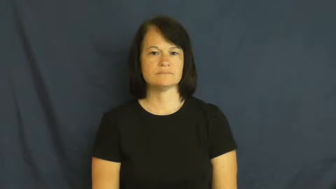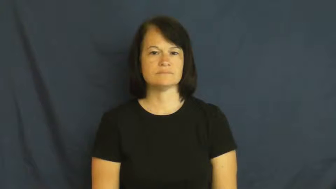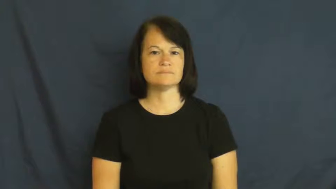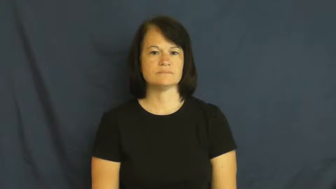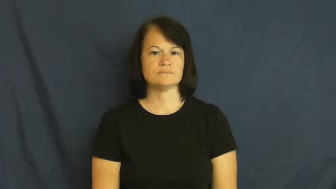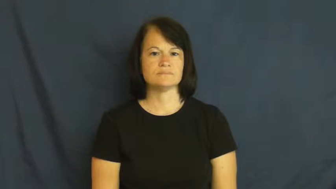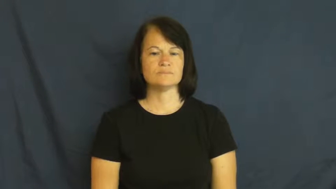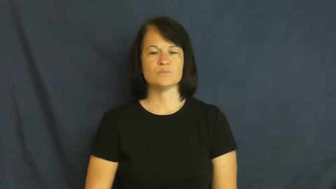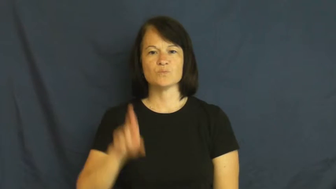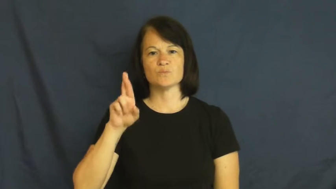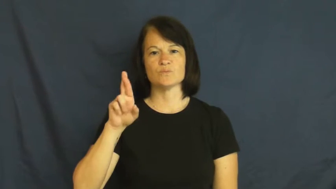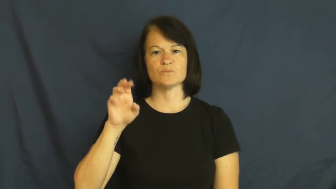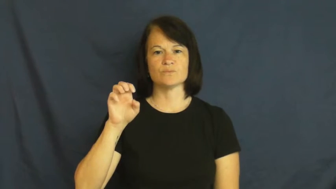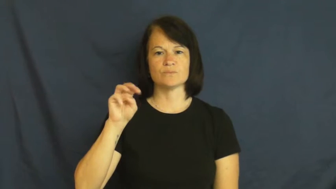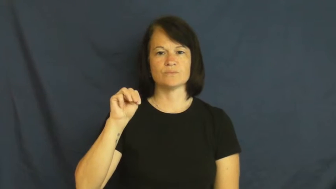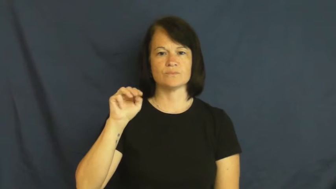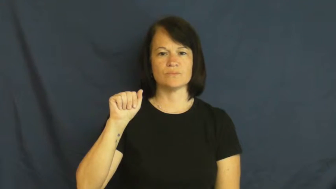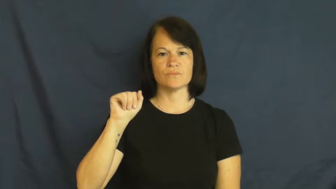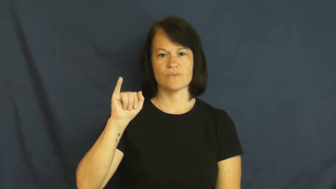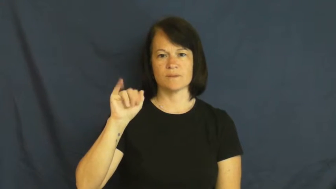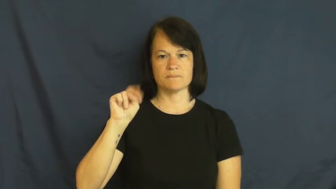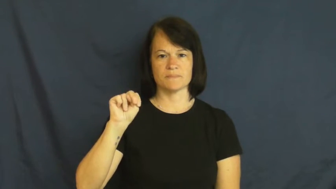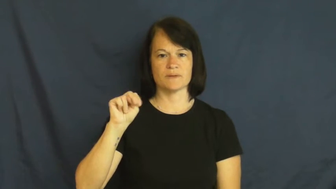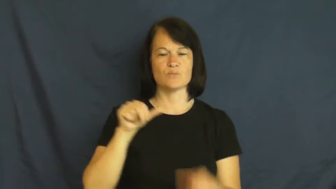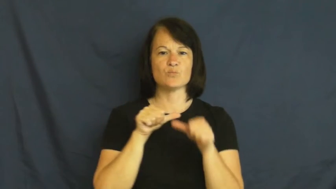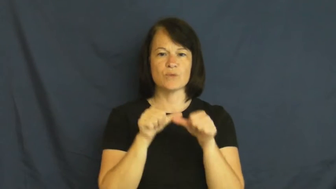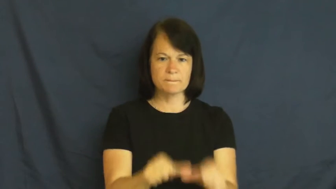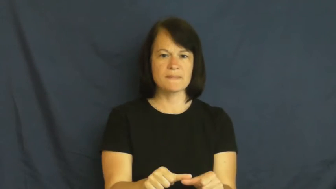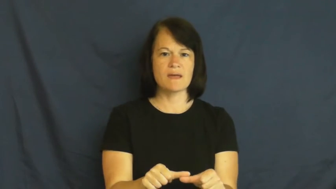remain,remain on